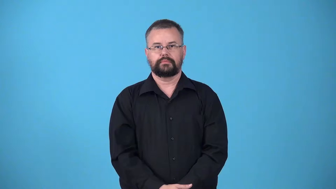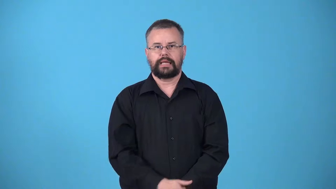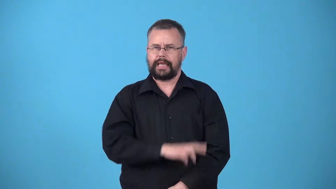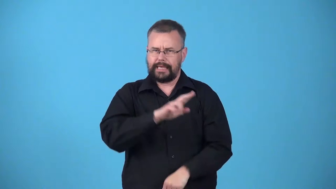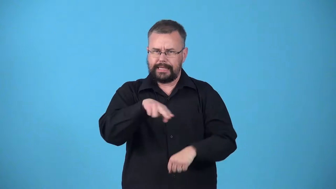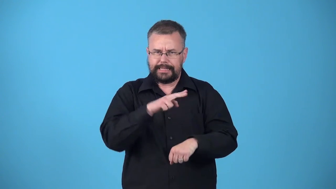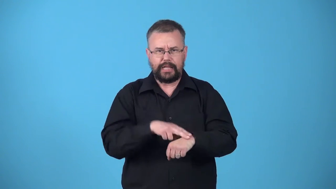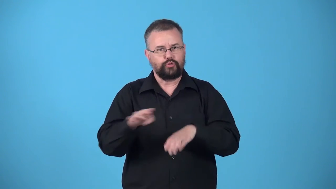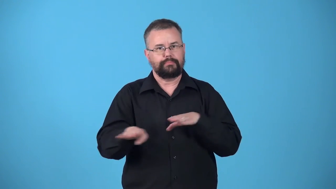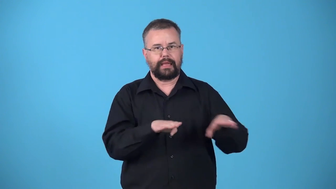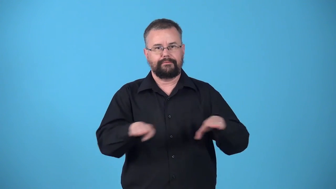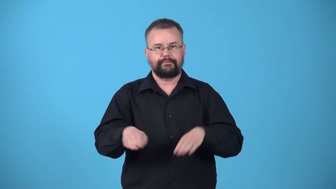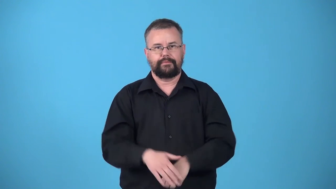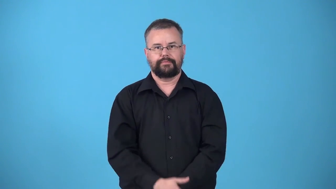unstudied-behavior